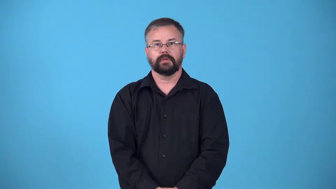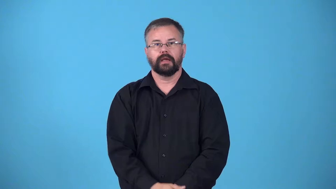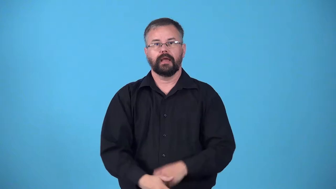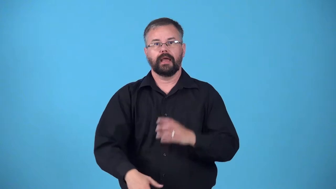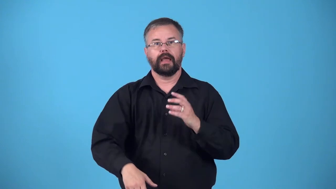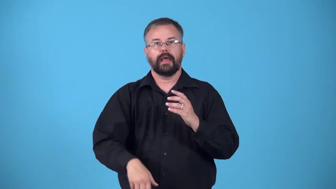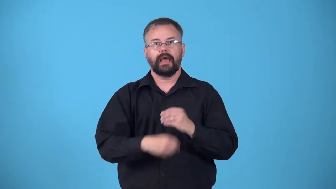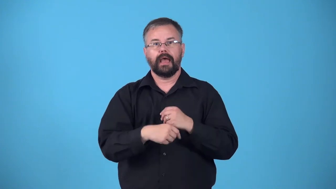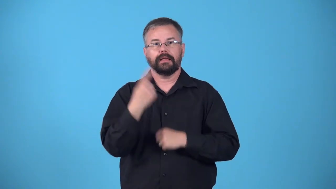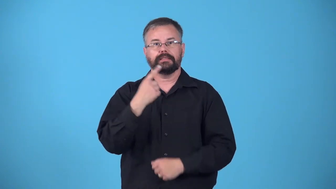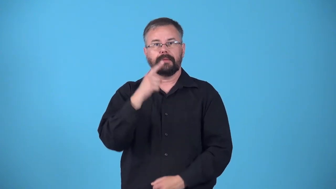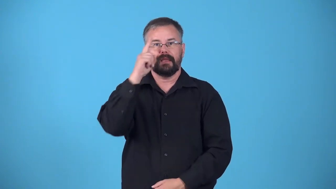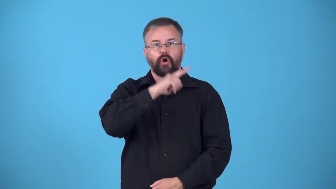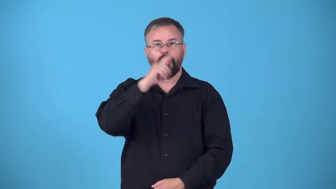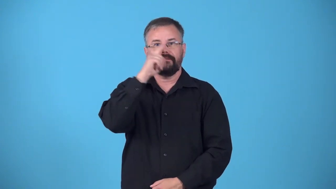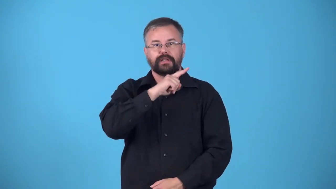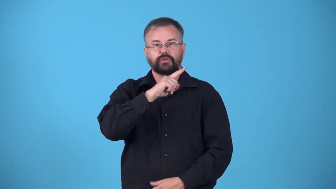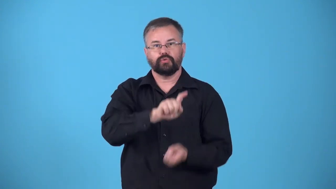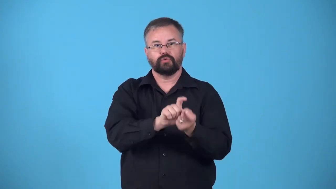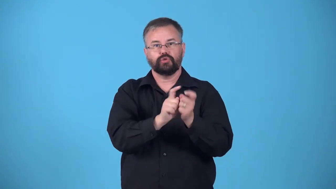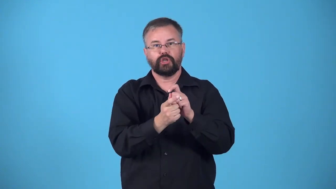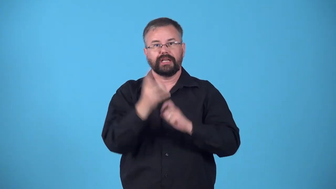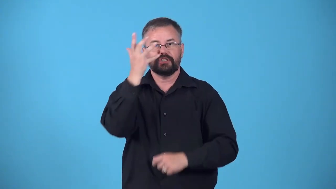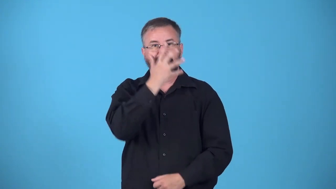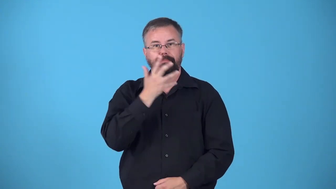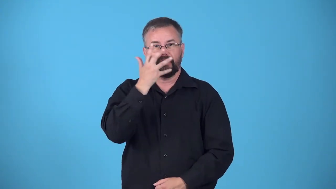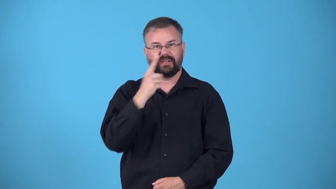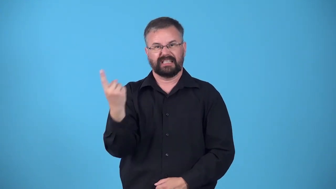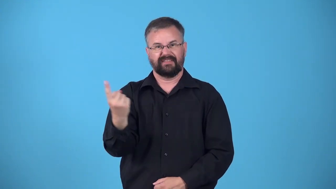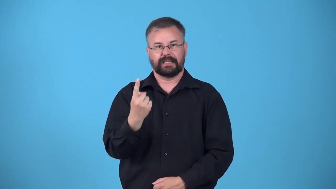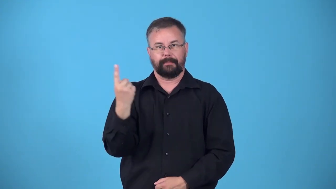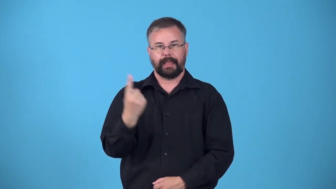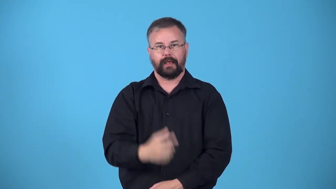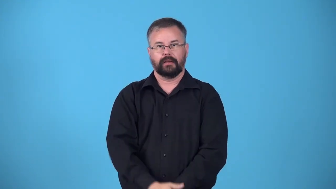effect-apperance